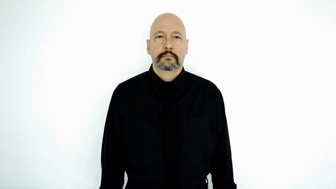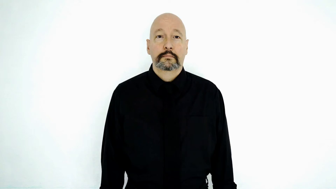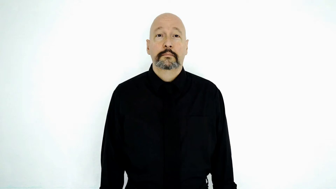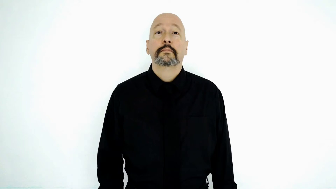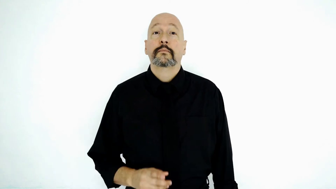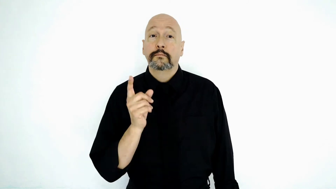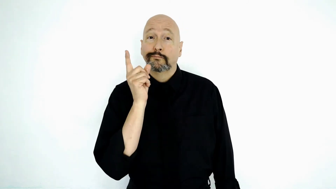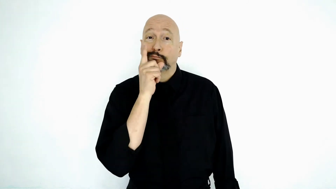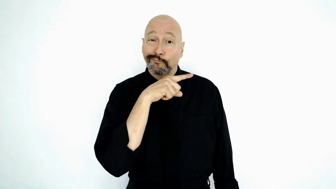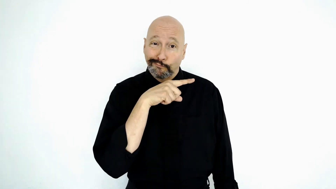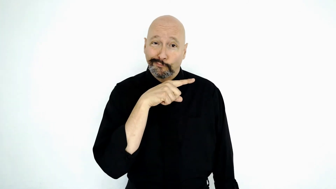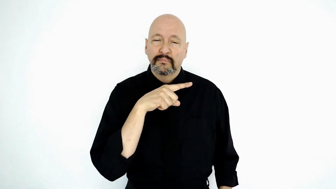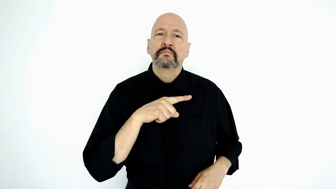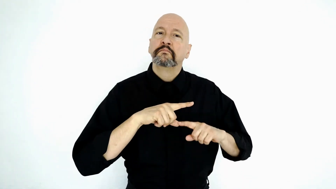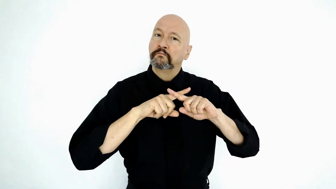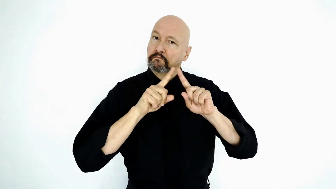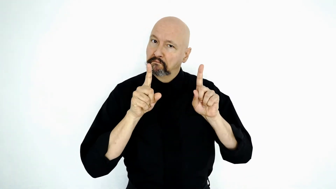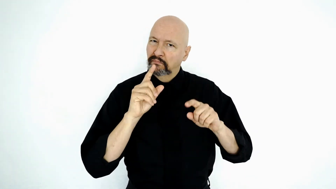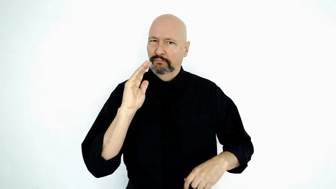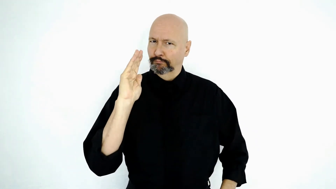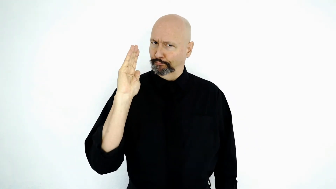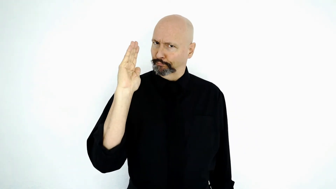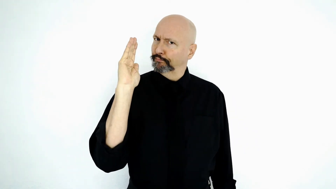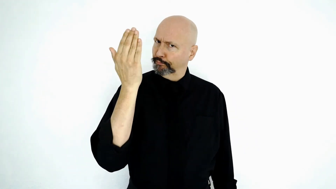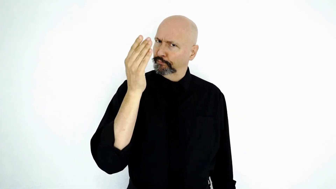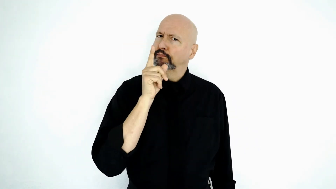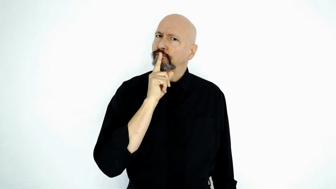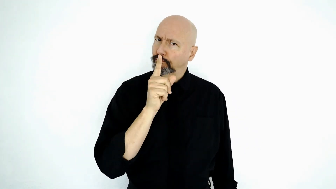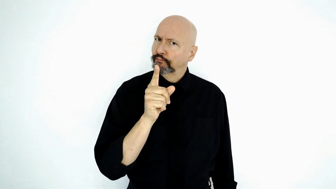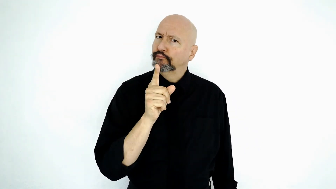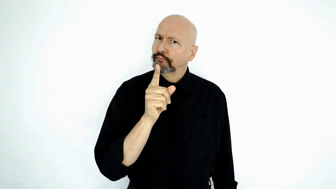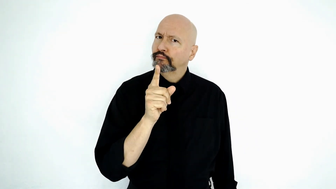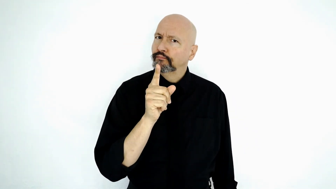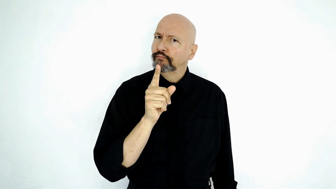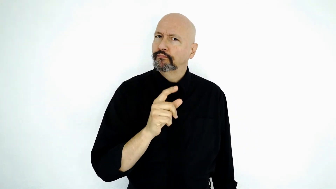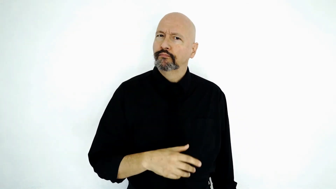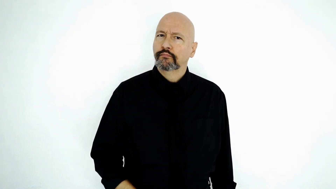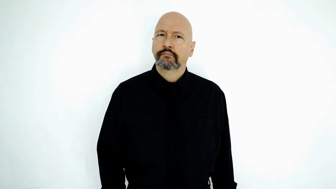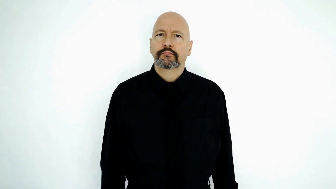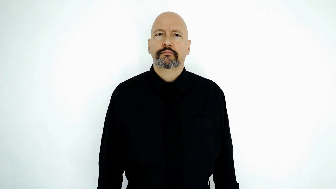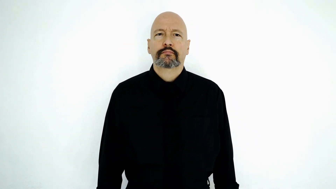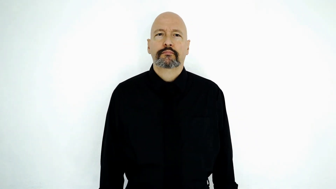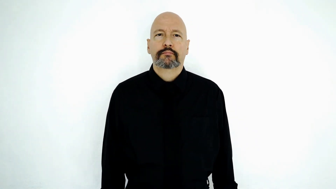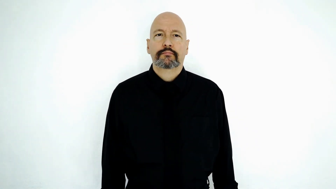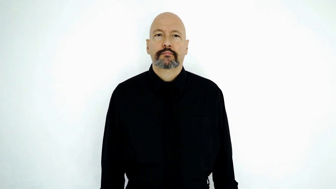virtually-[FALSE-BUT-SEEM-REAL]